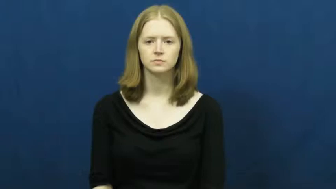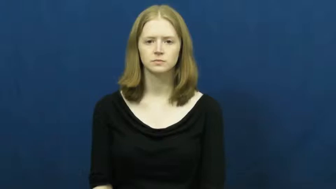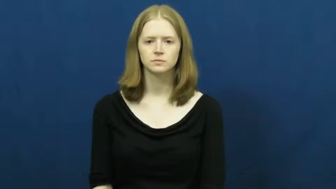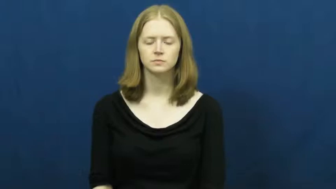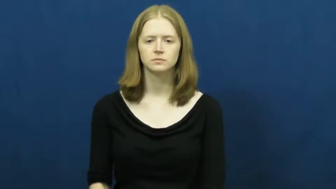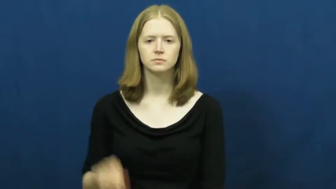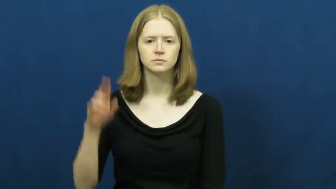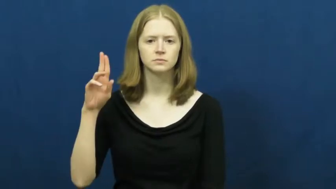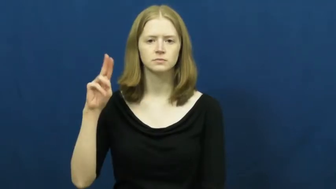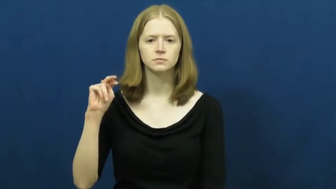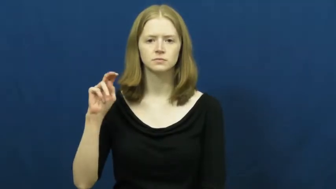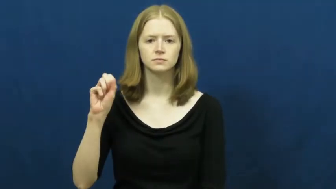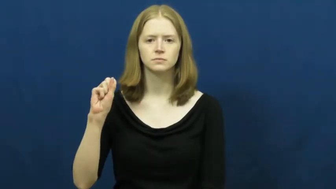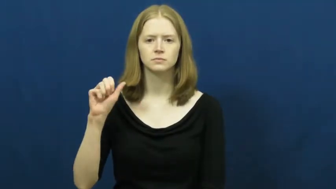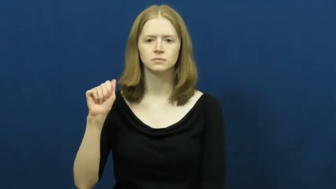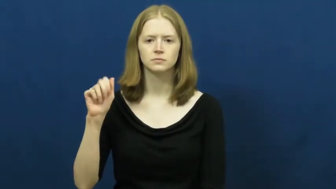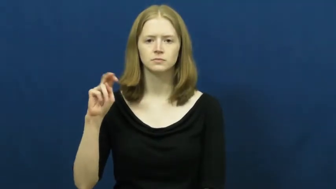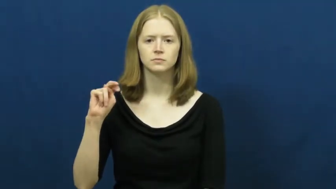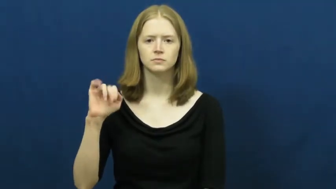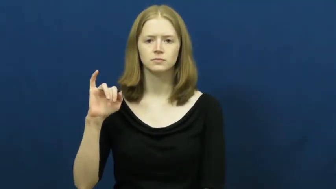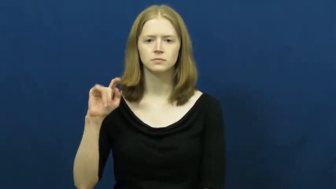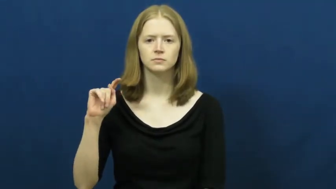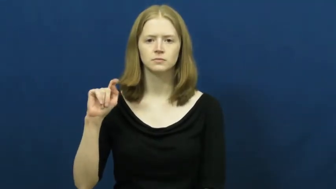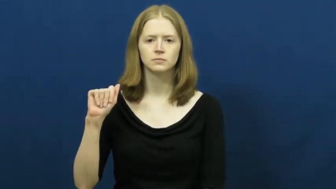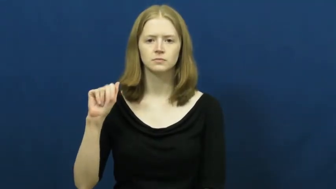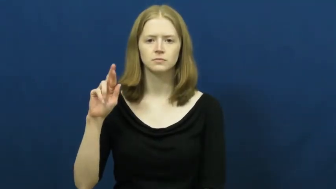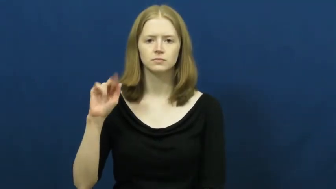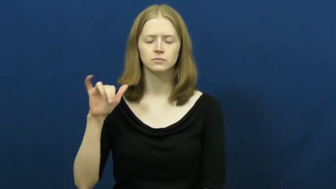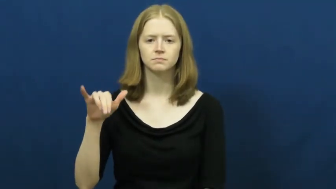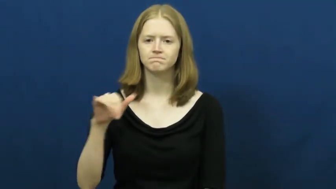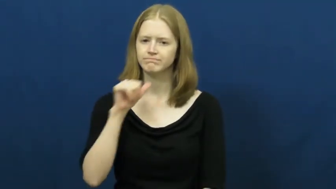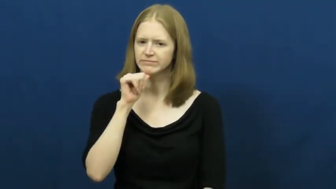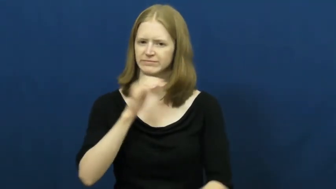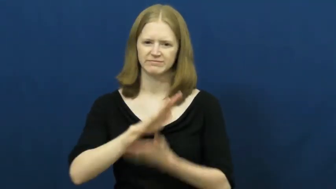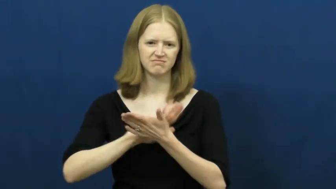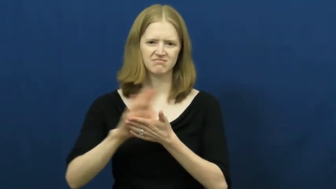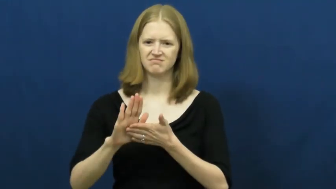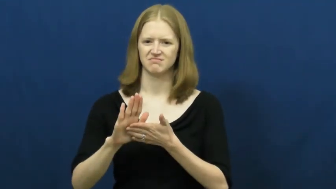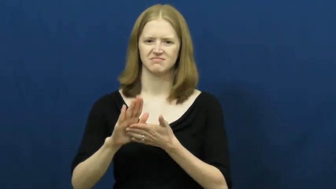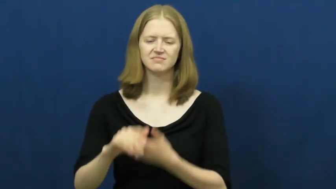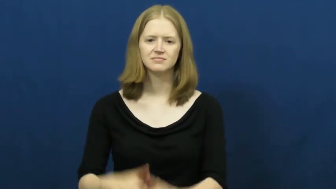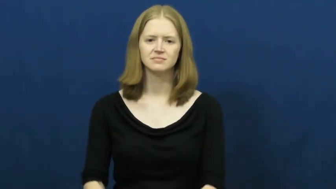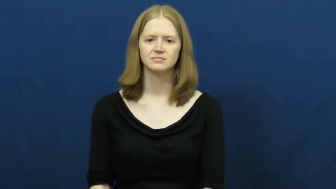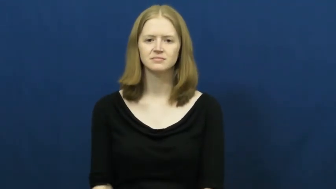unsanitary